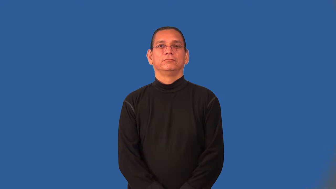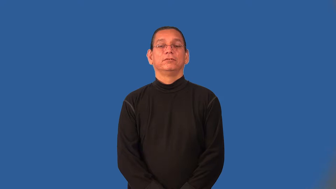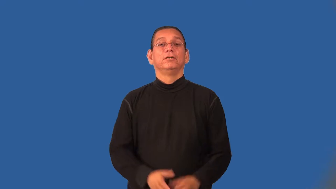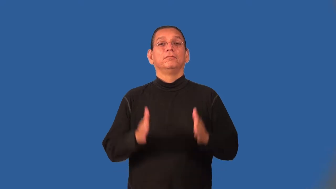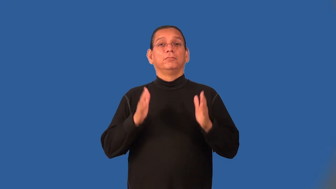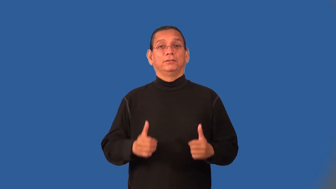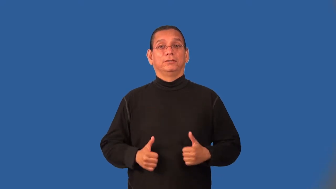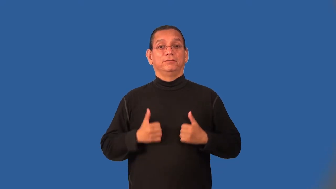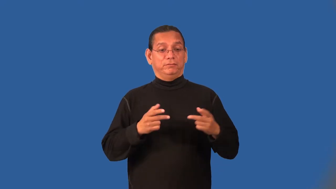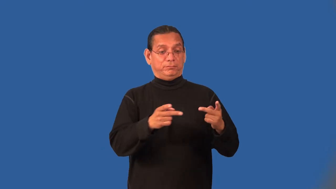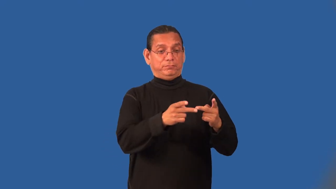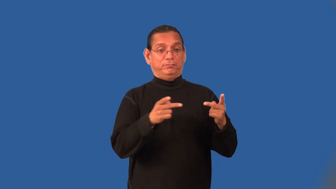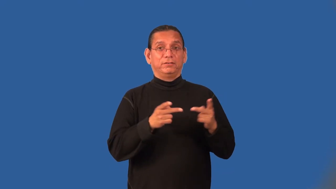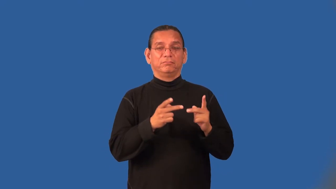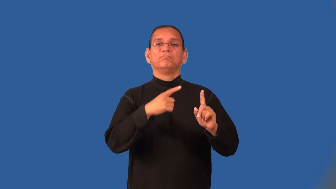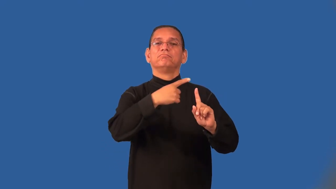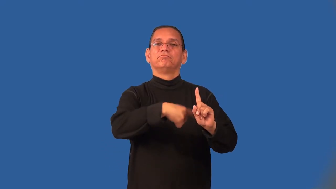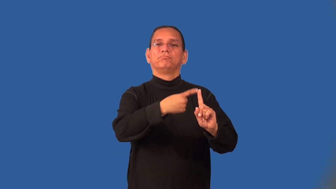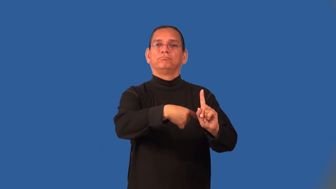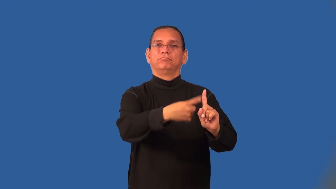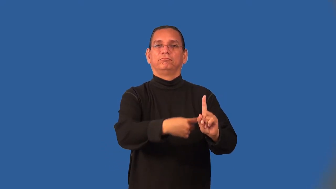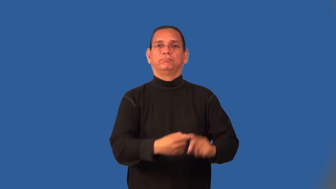roomer